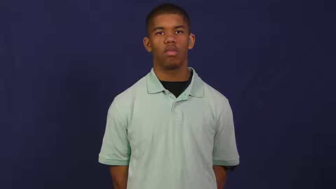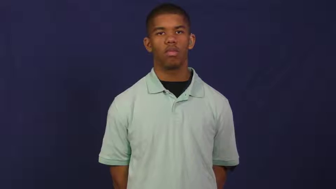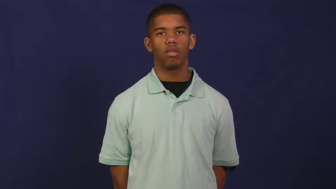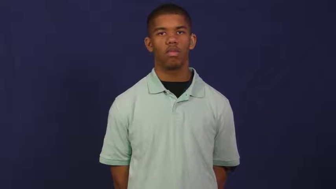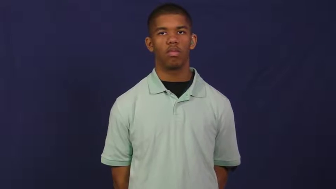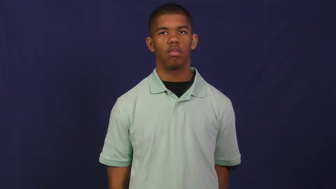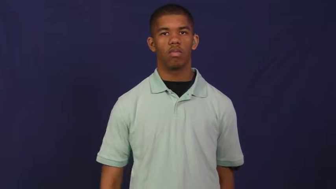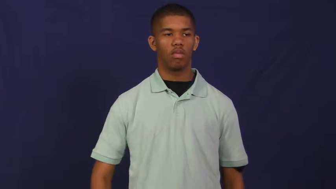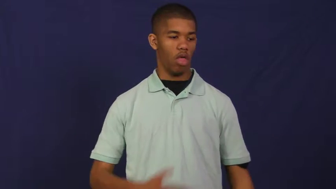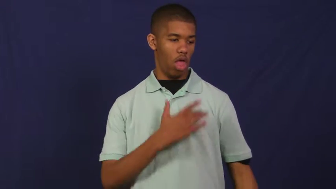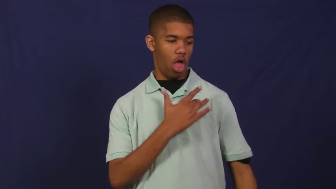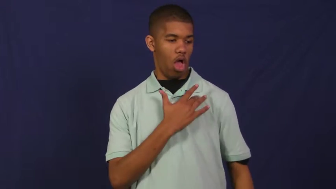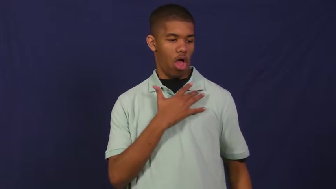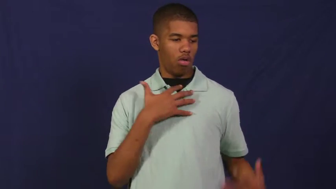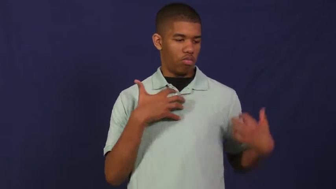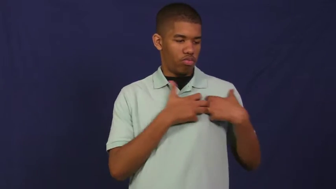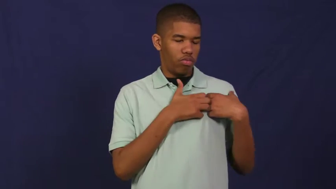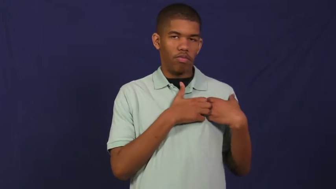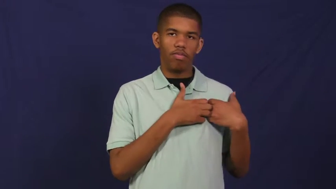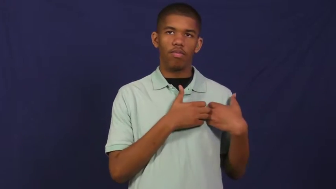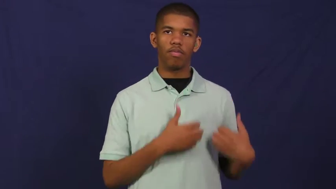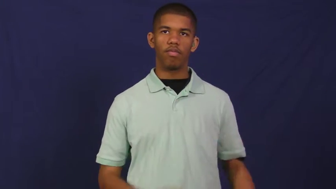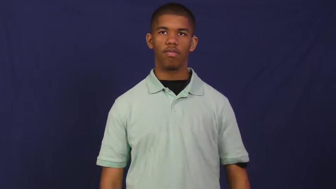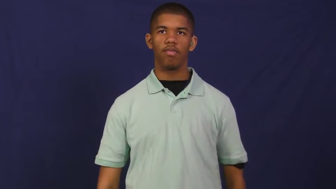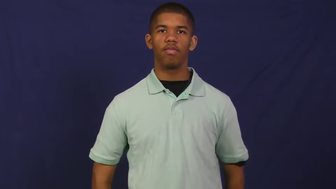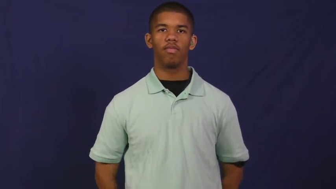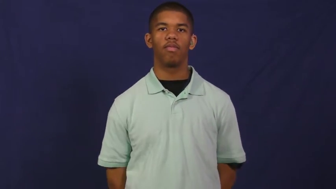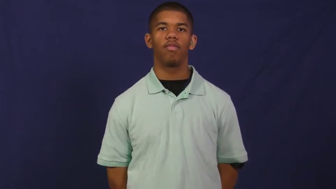heart attack,coronary,angina